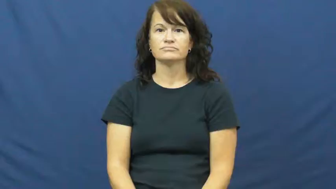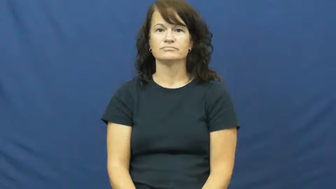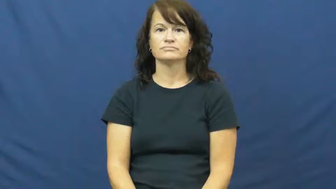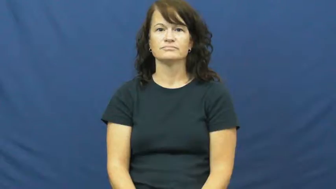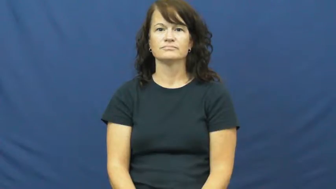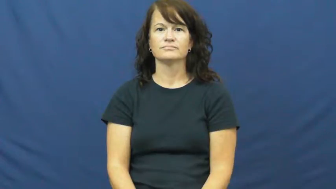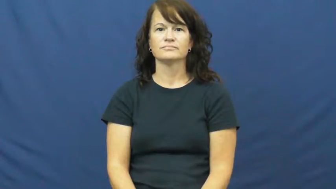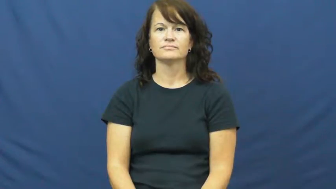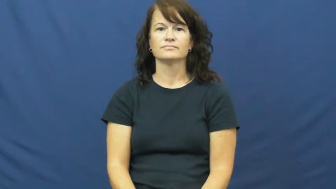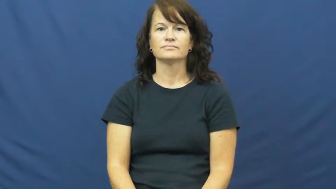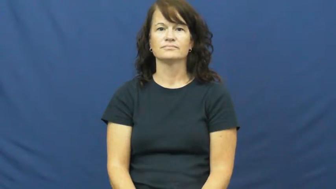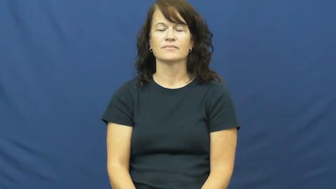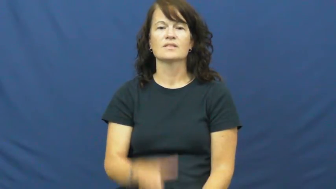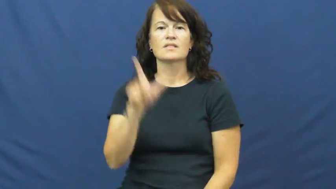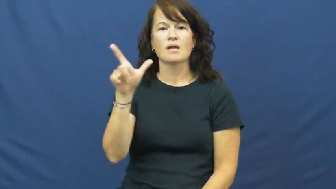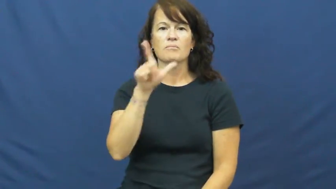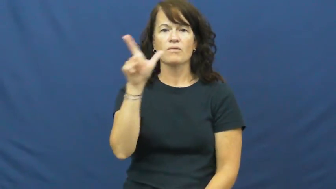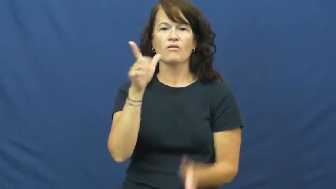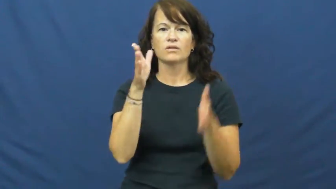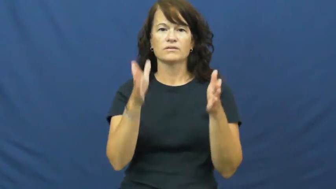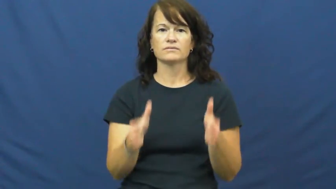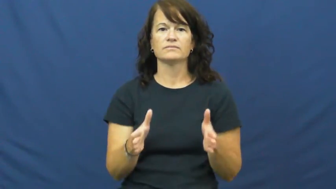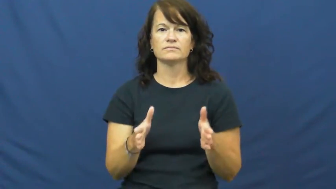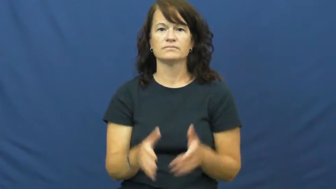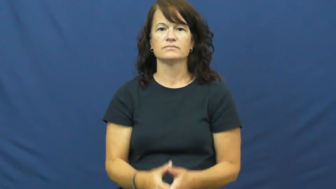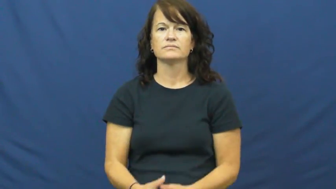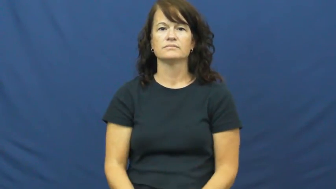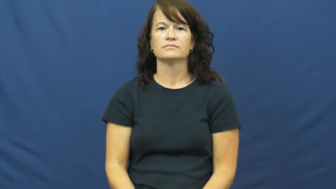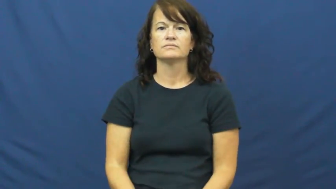librarian